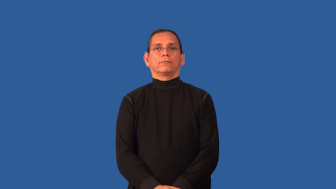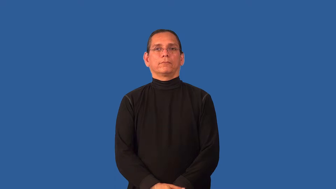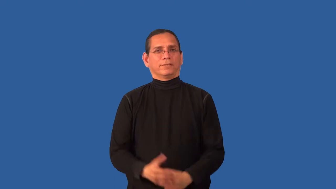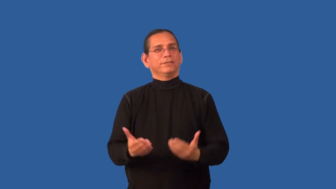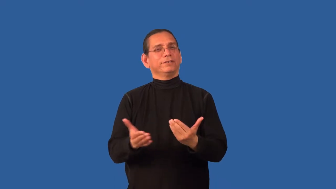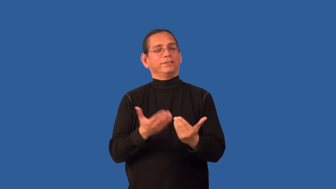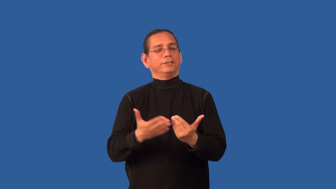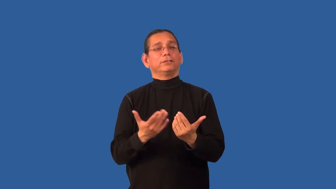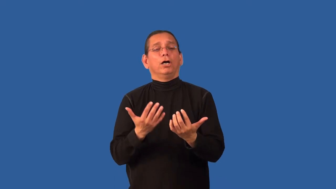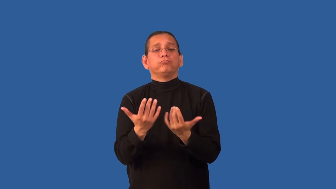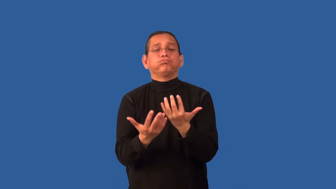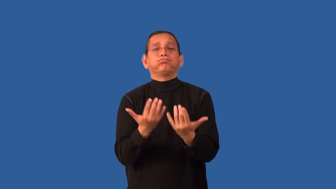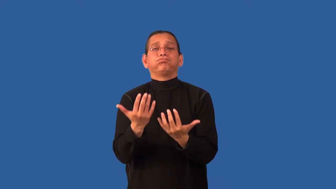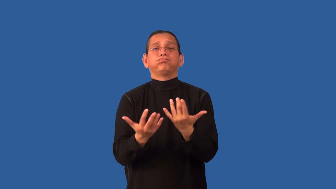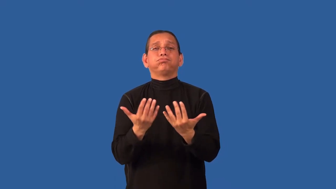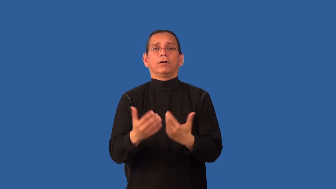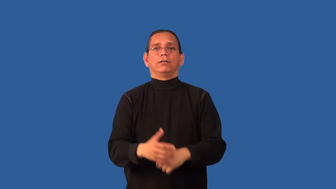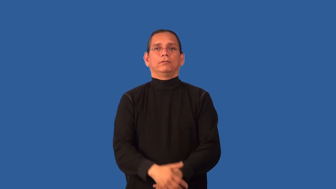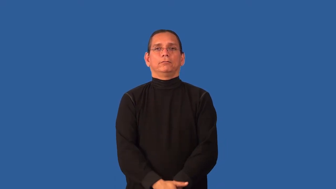combustible-burn